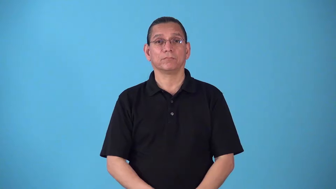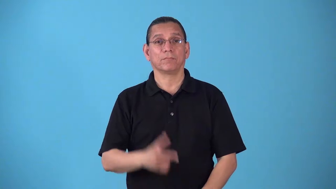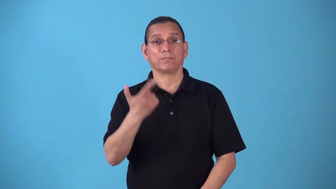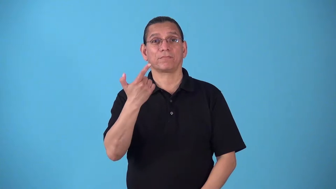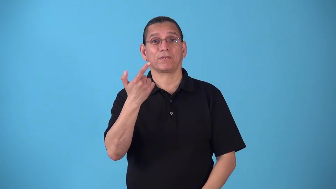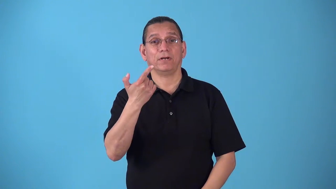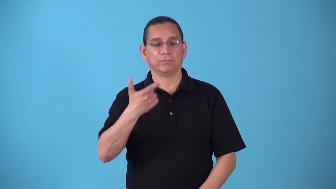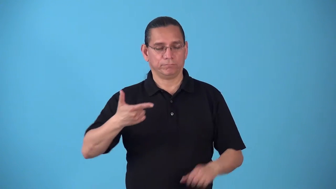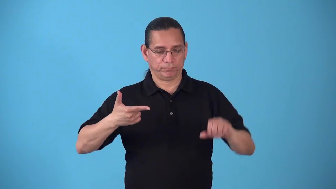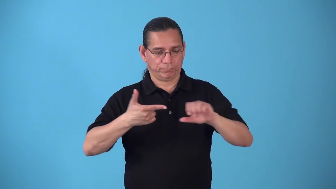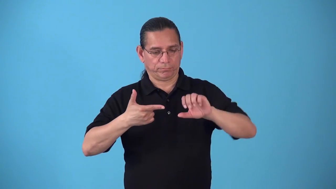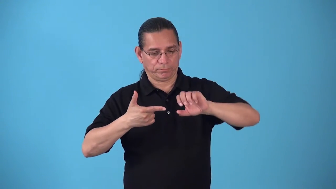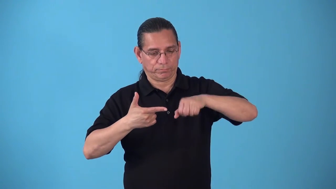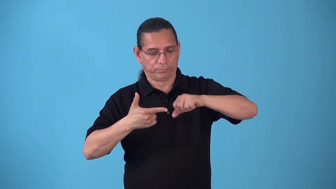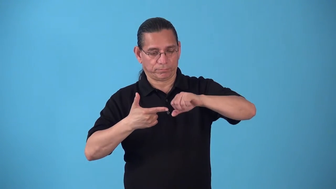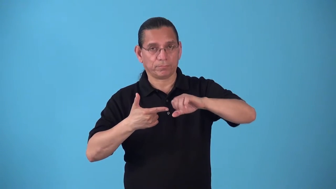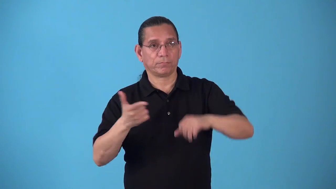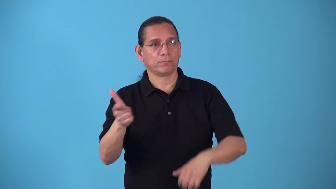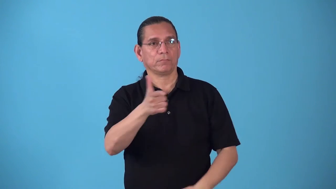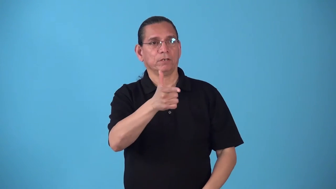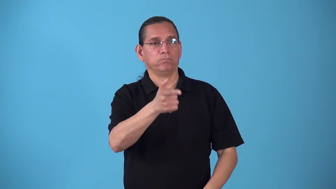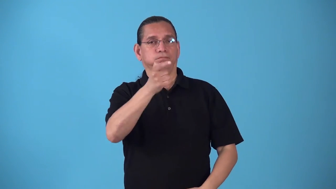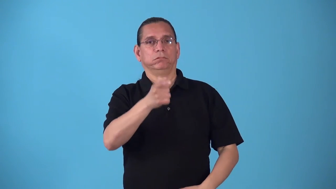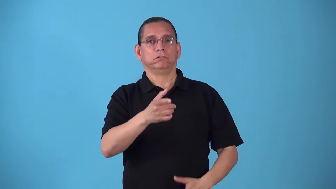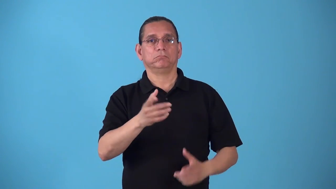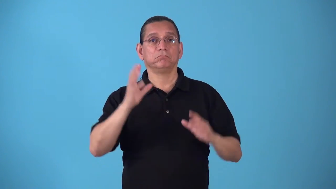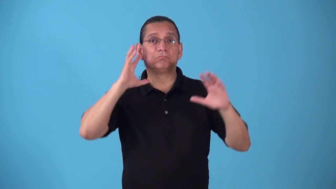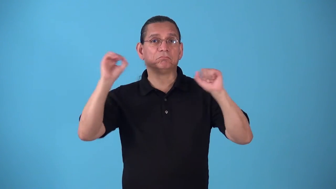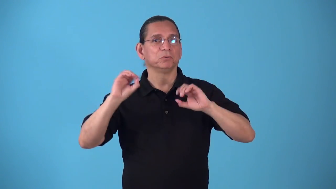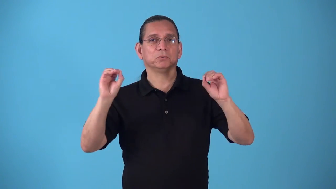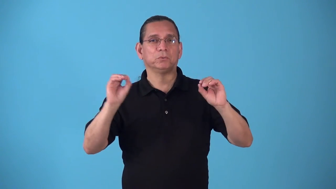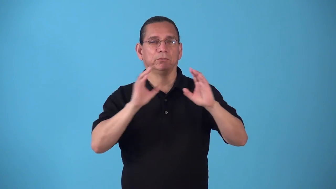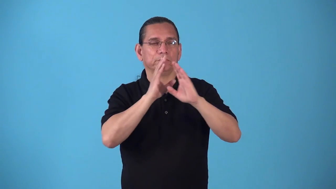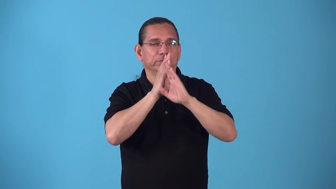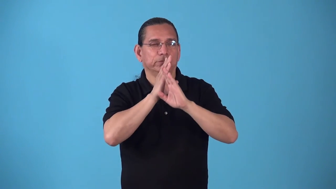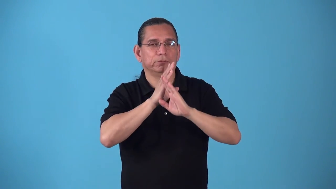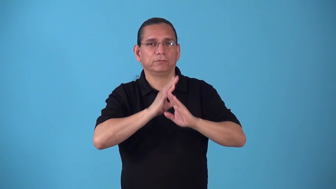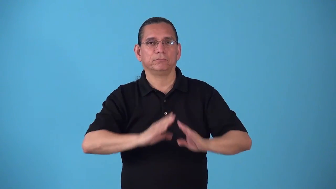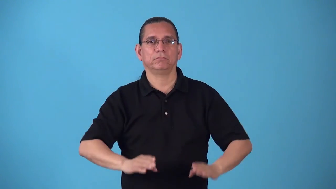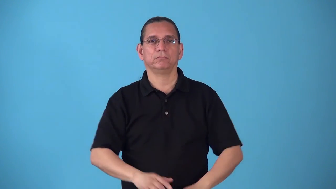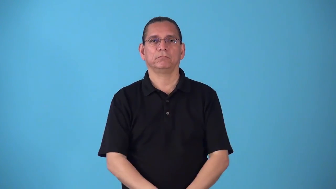silencer-gun